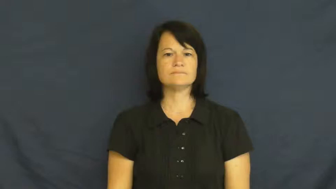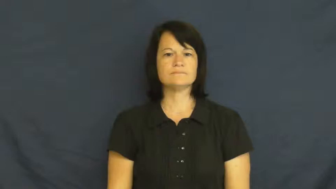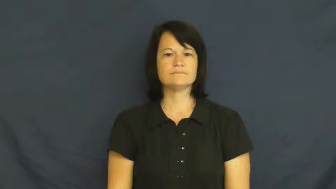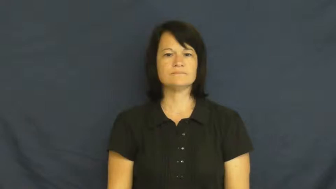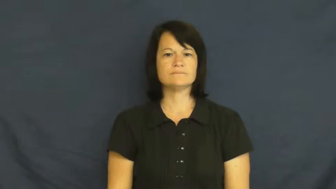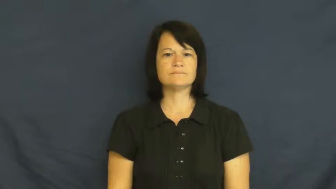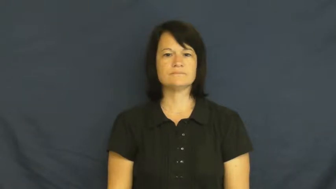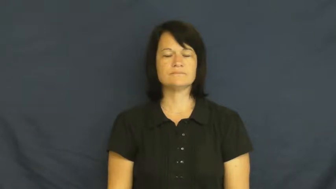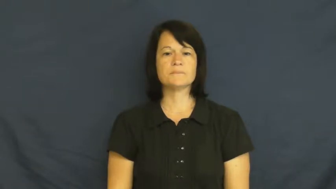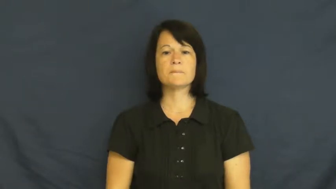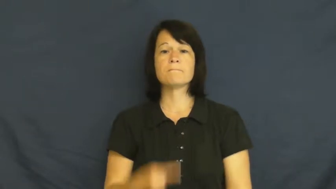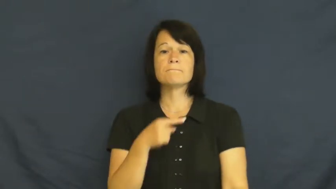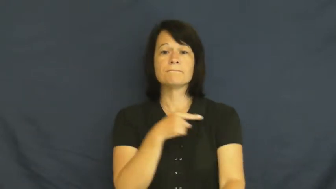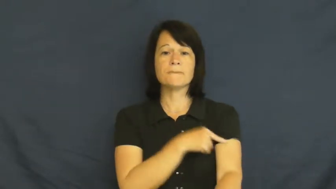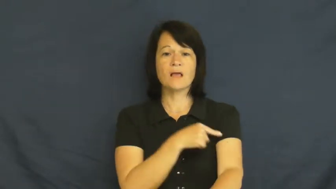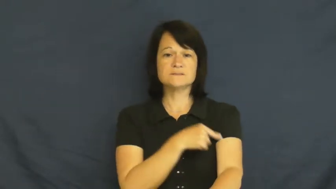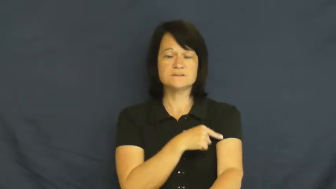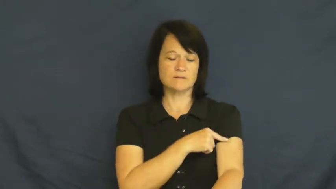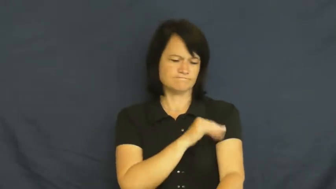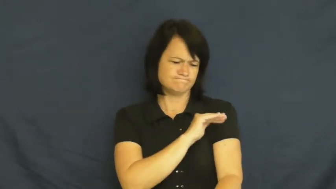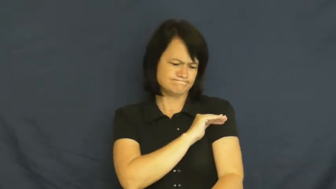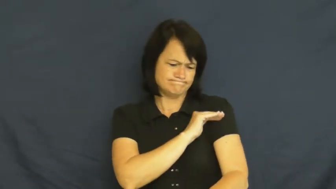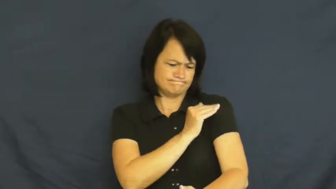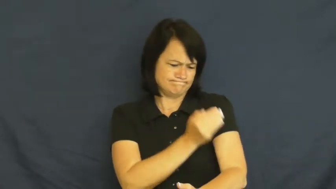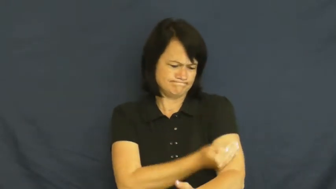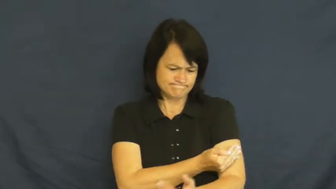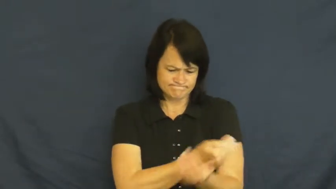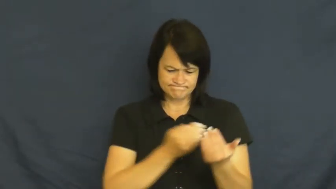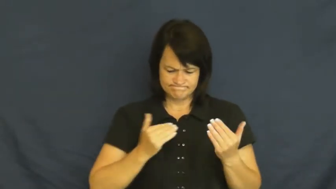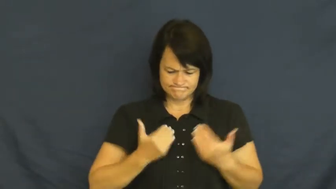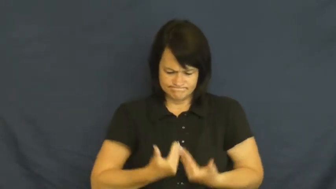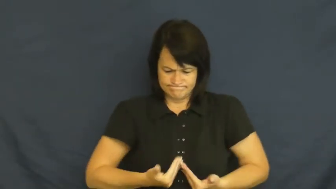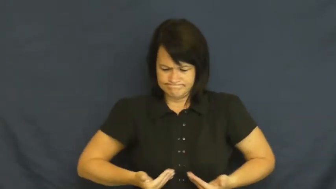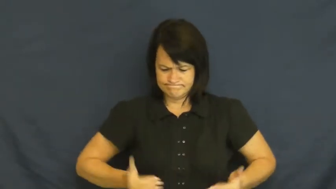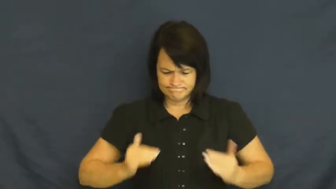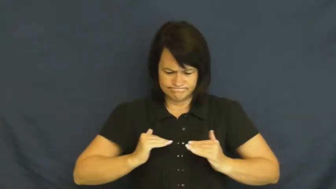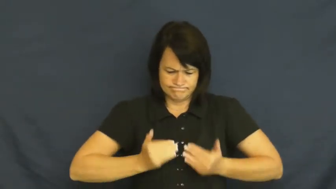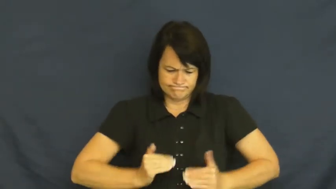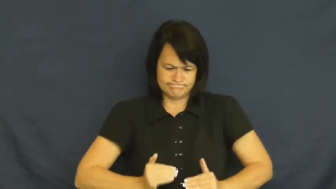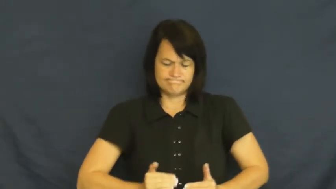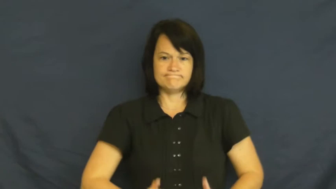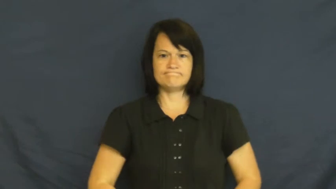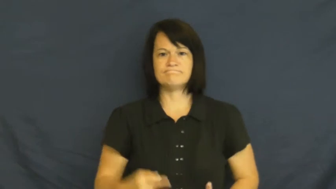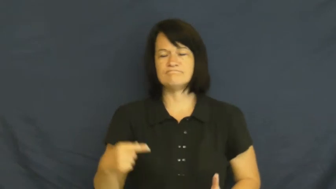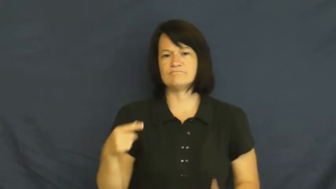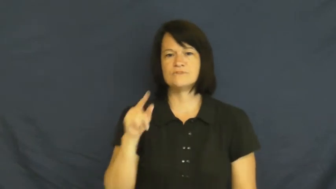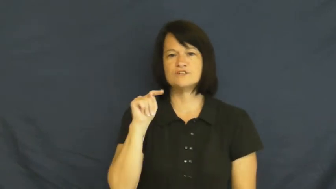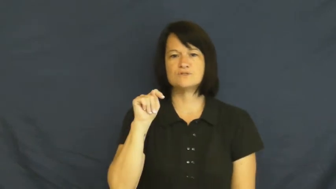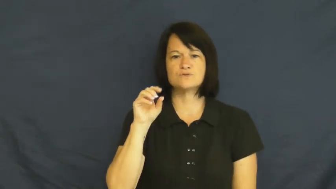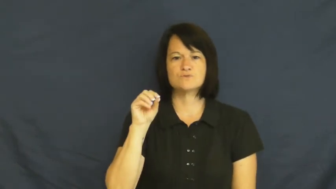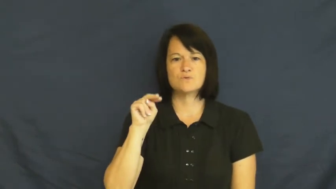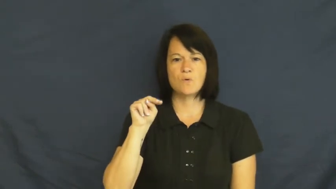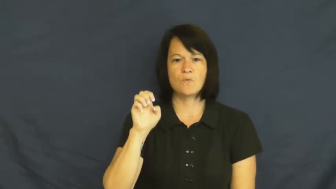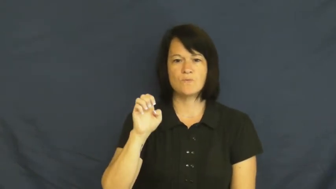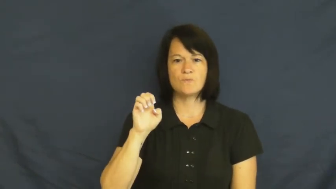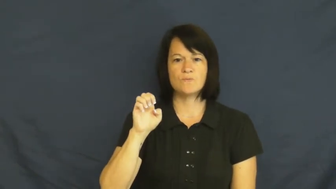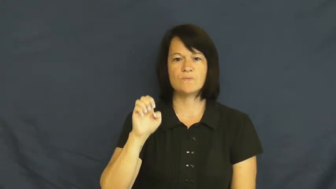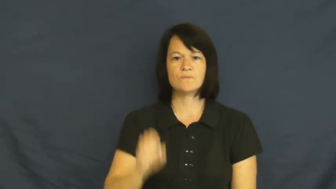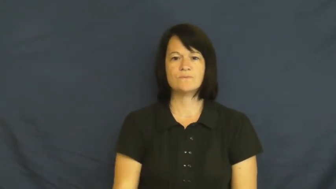tone,muscularity,musculature-muscles